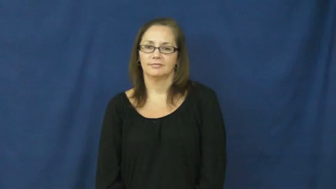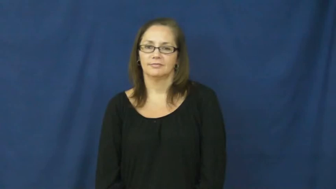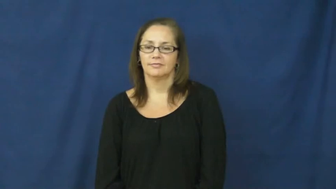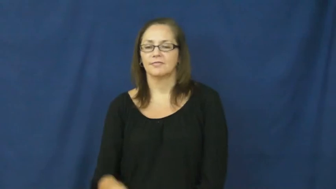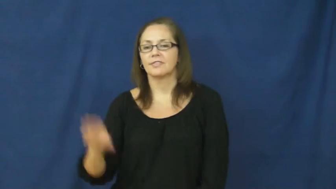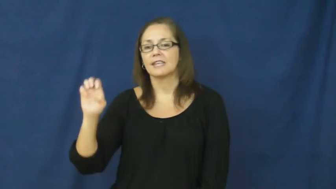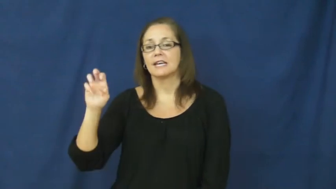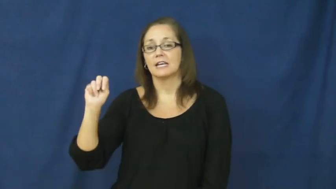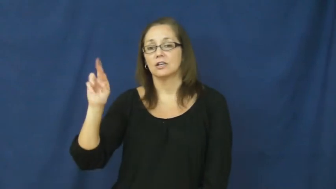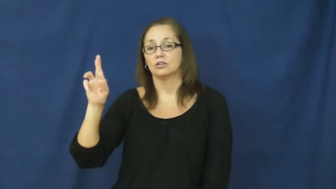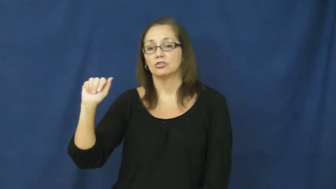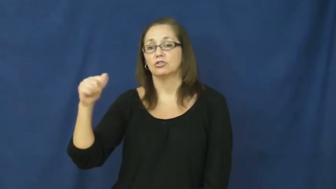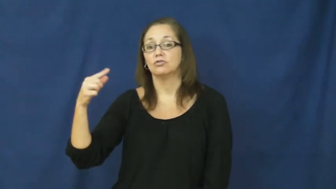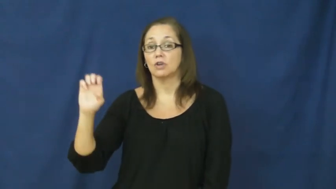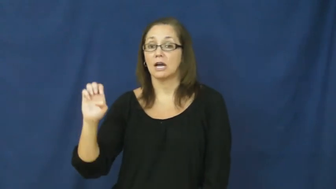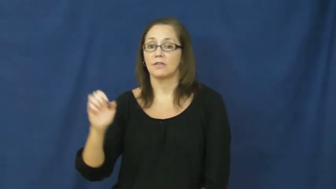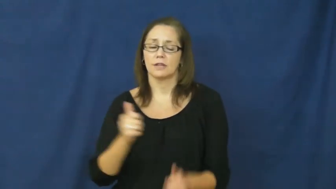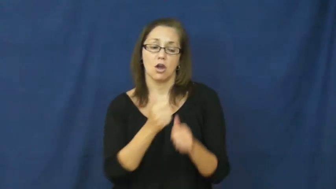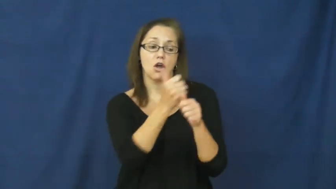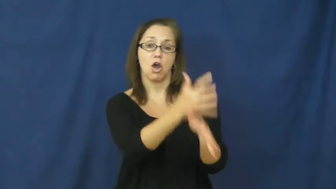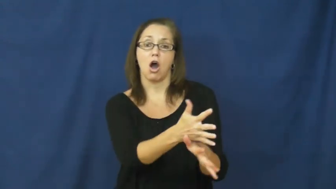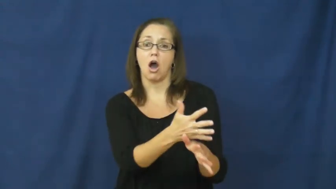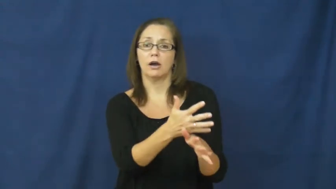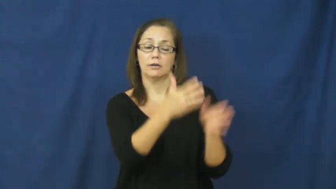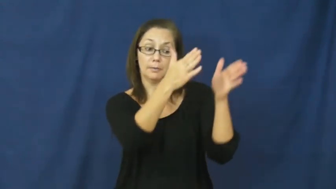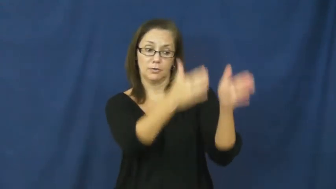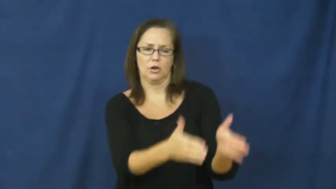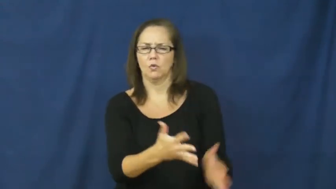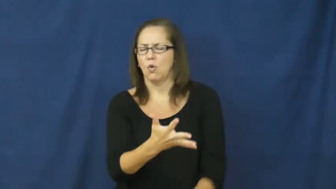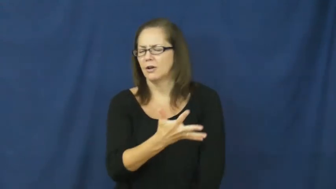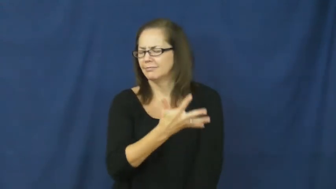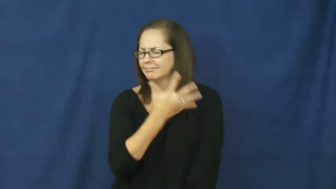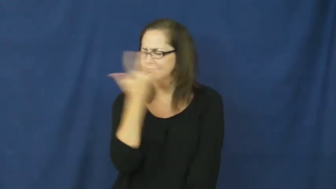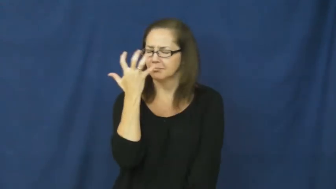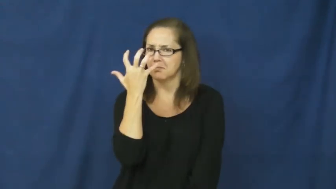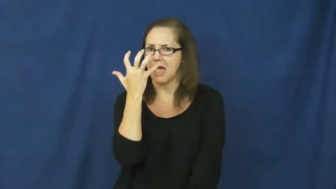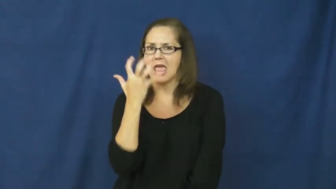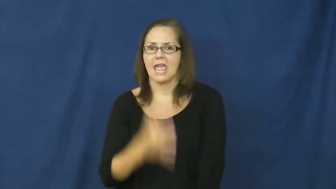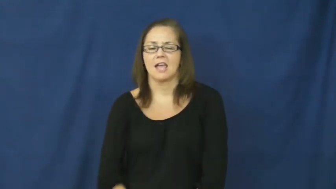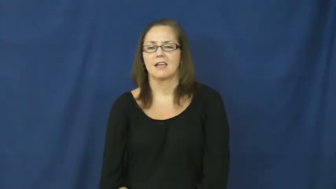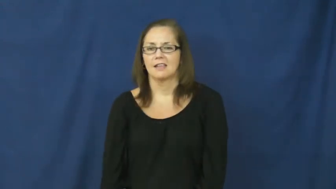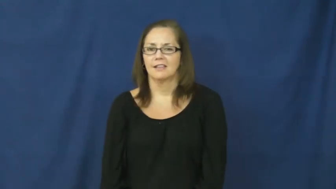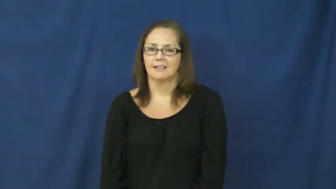enrage